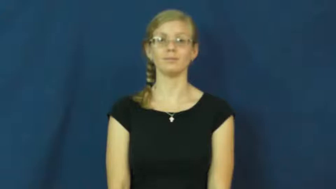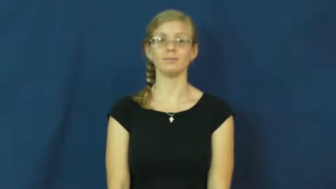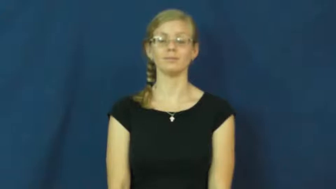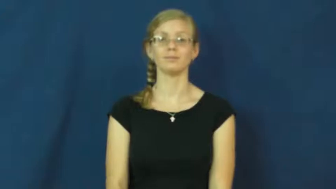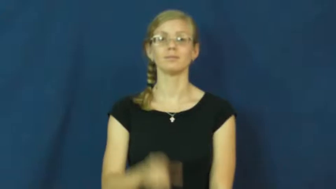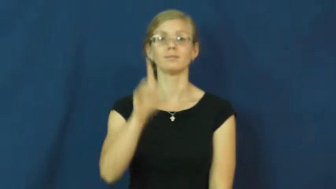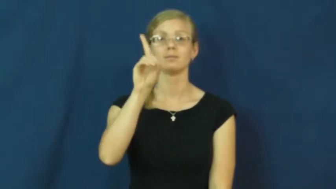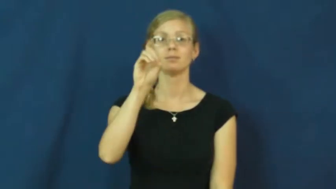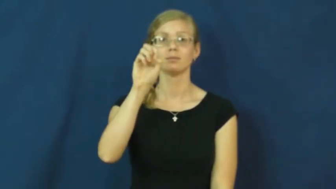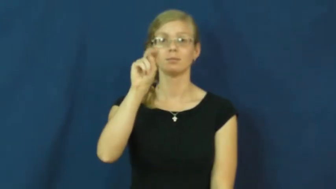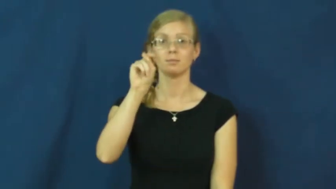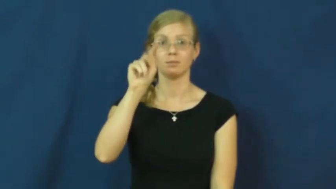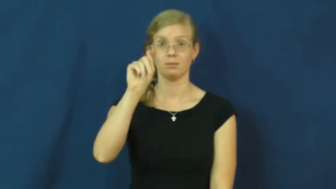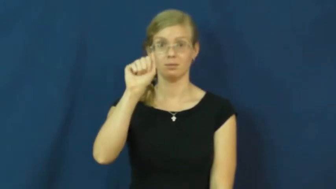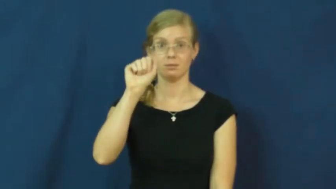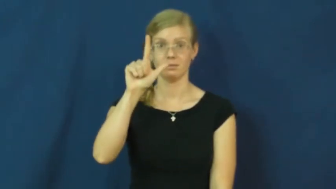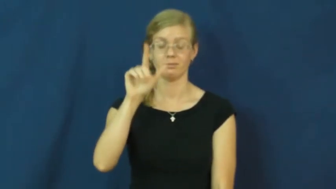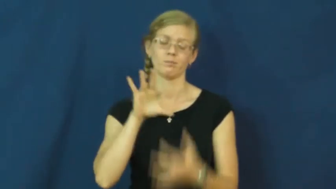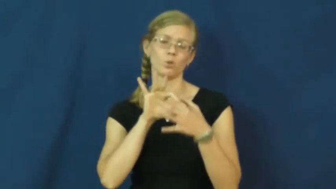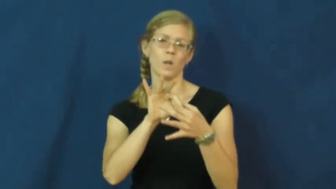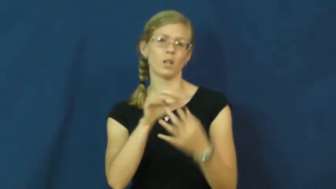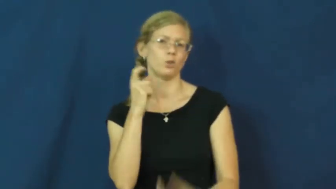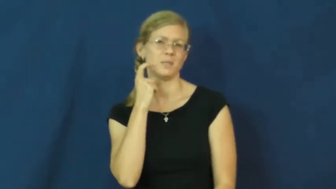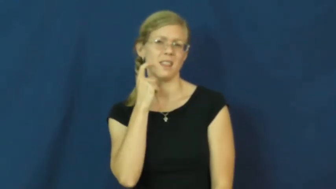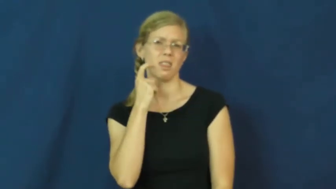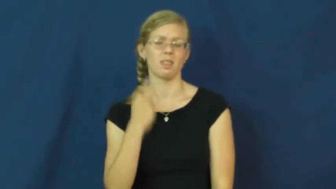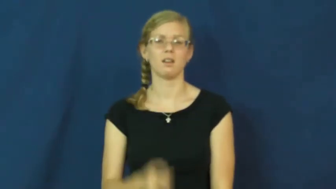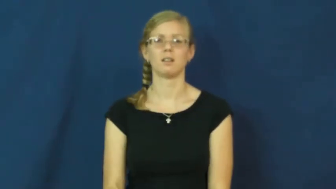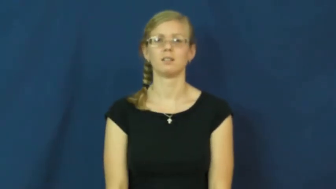dental